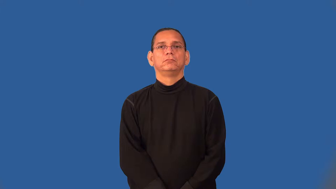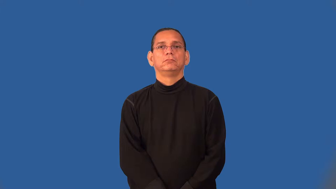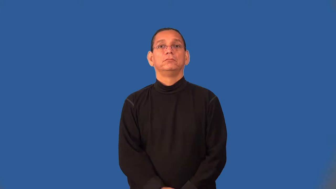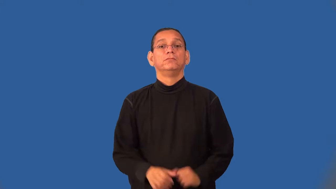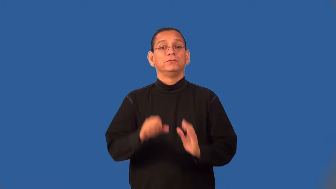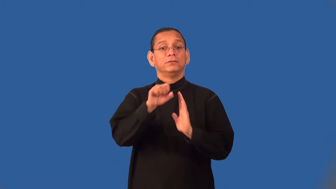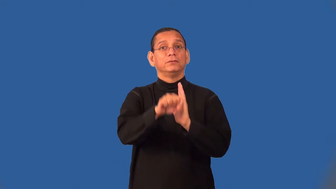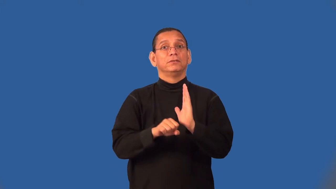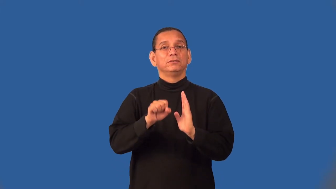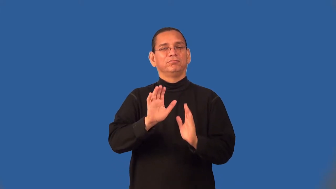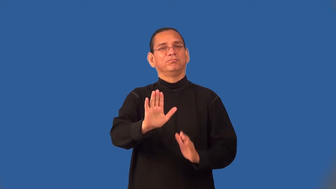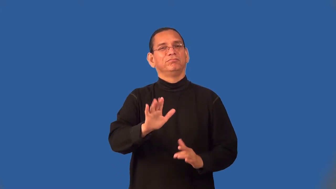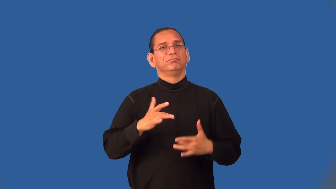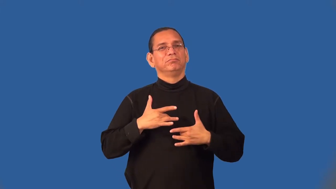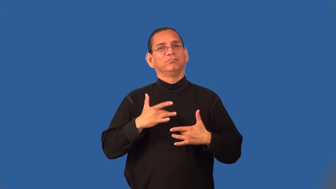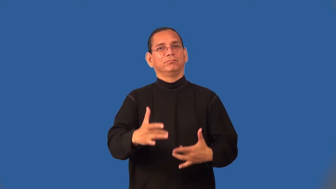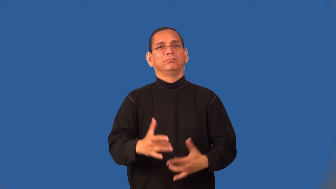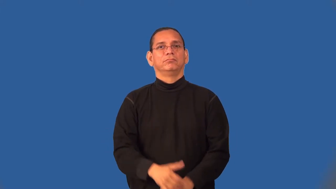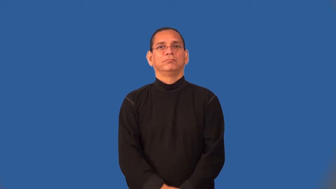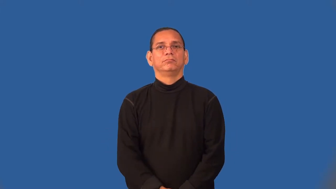seasonable